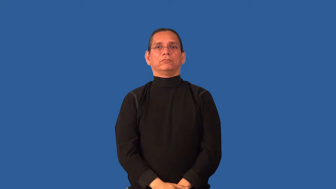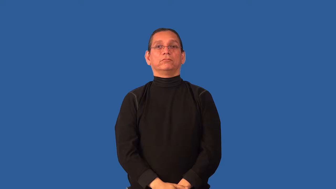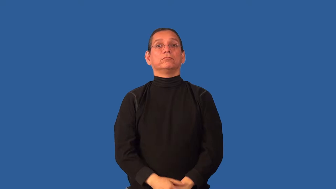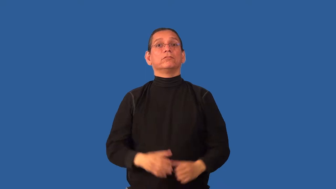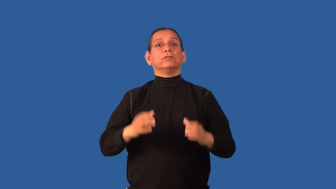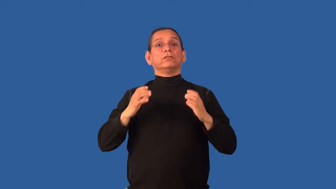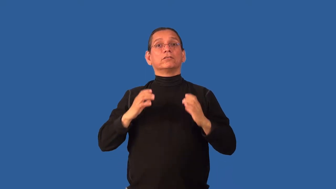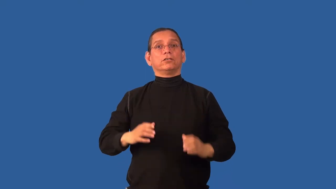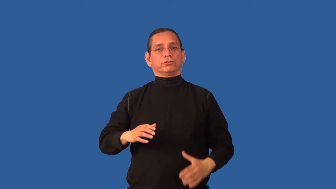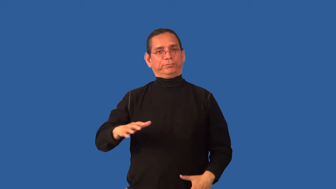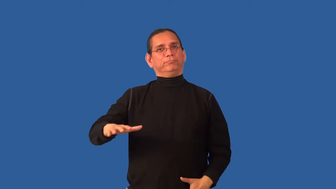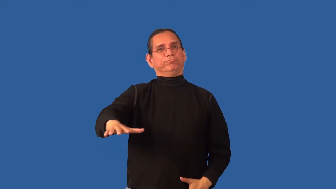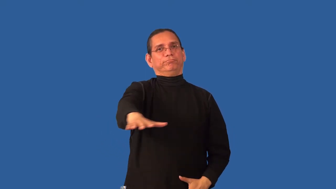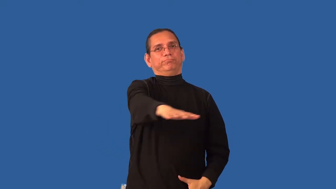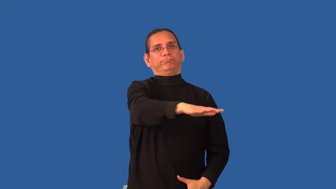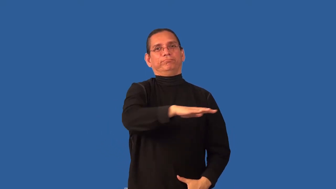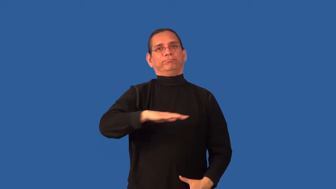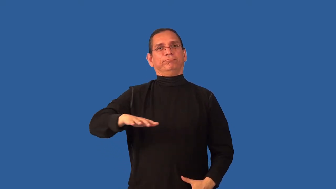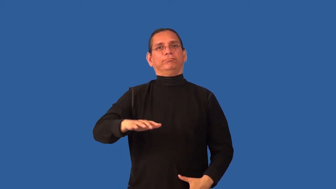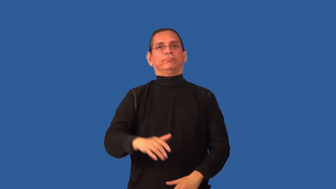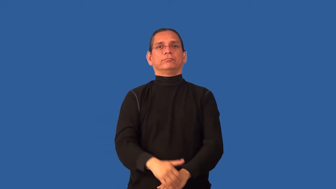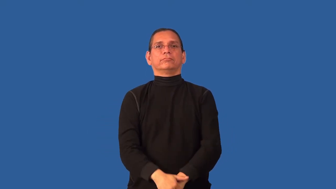clientele